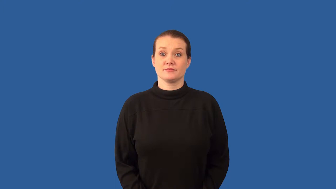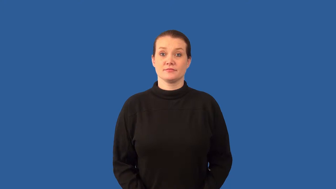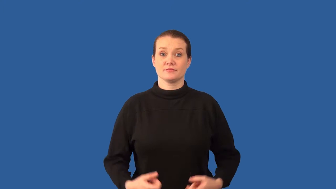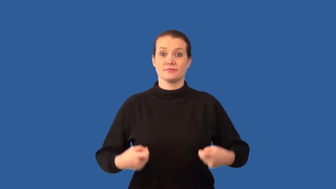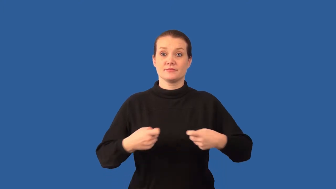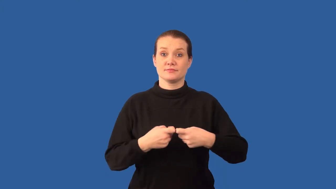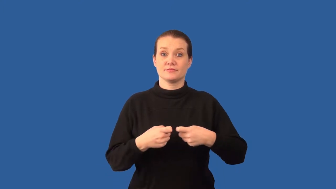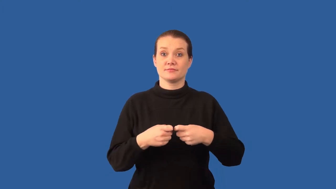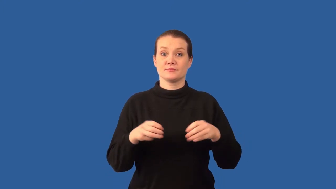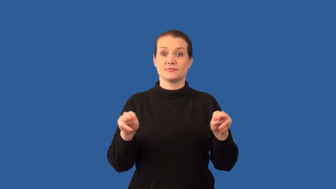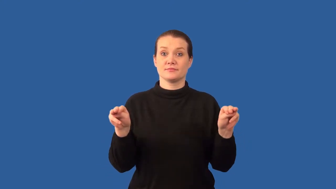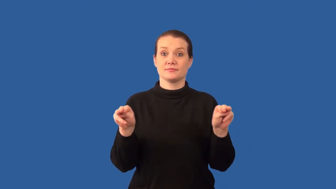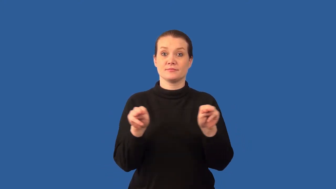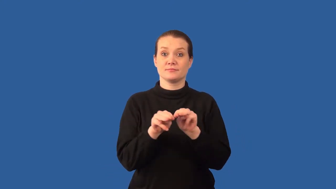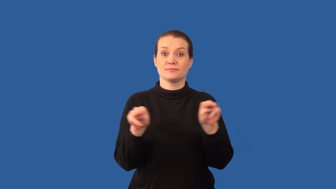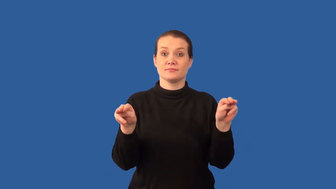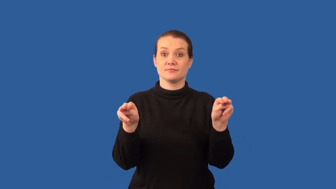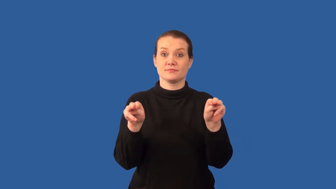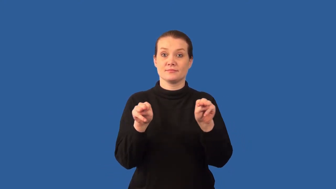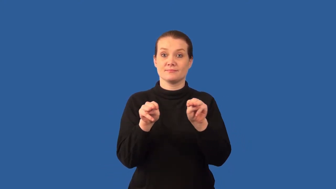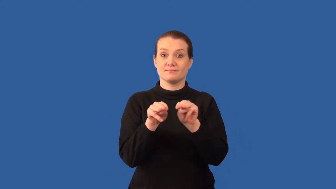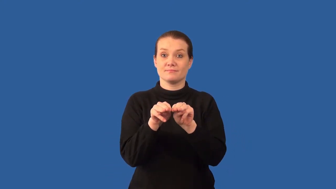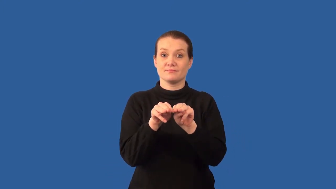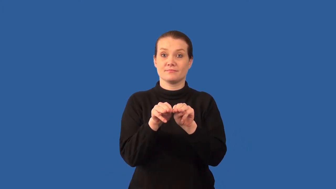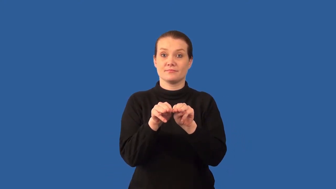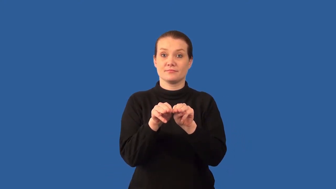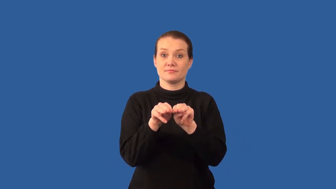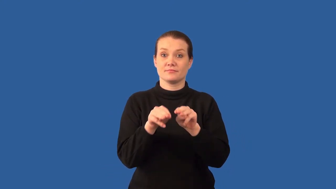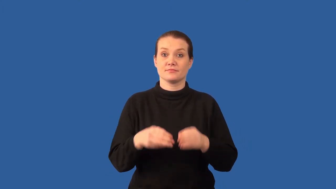electromagnet